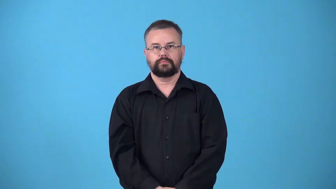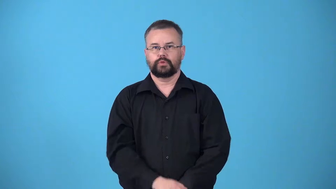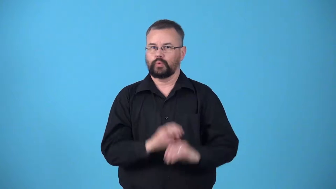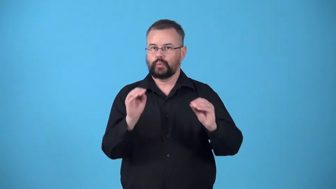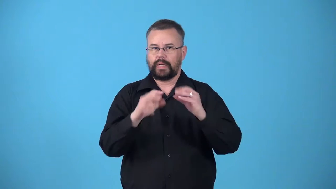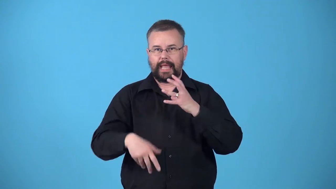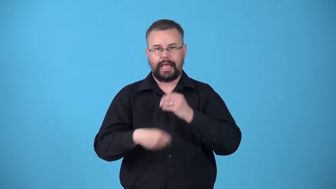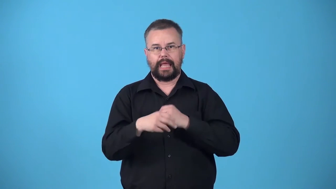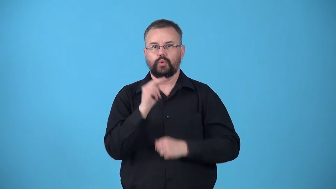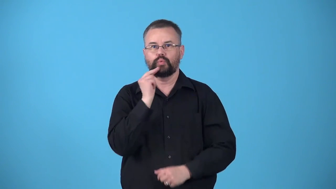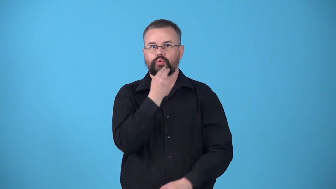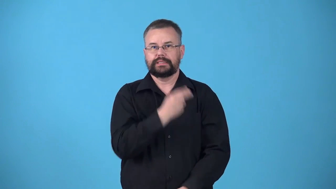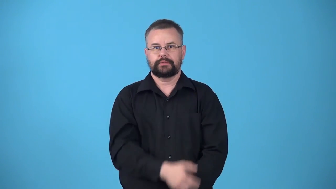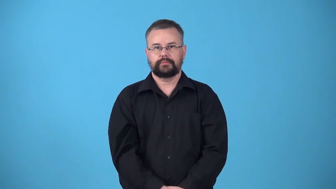unfortified-cereal